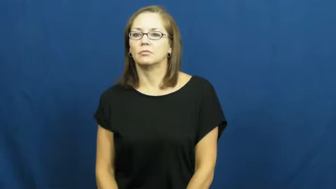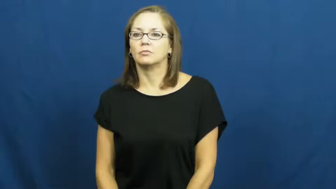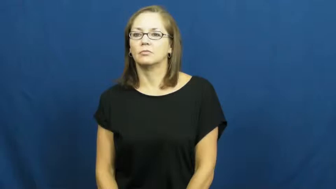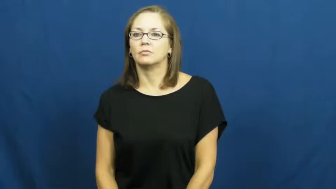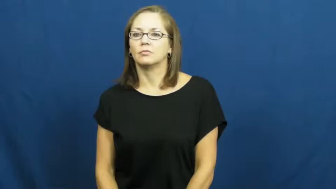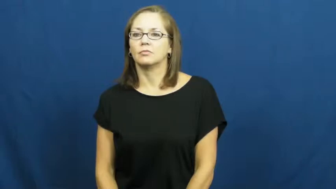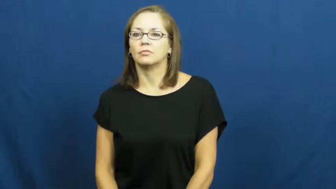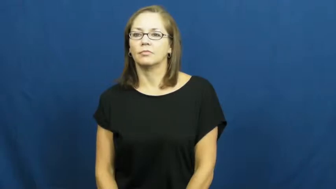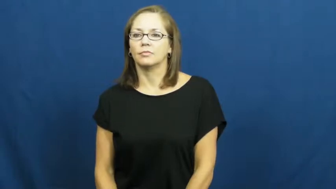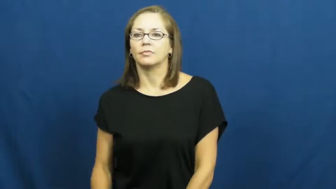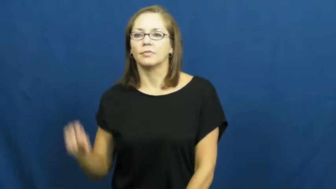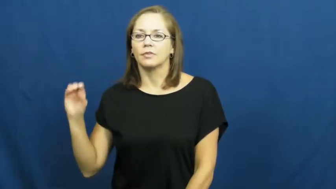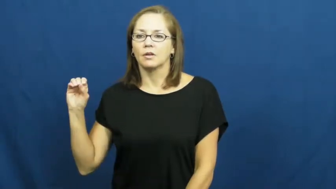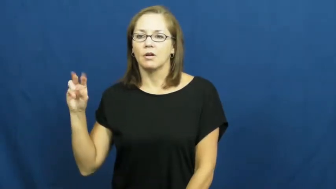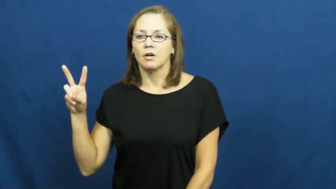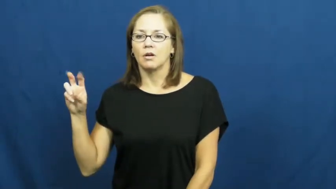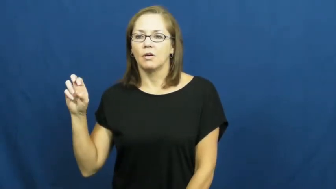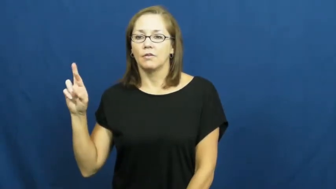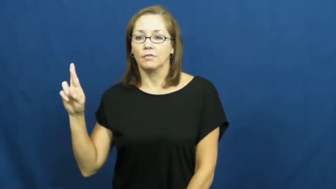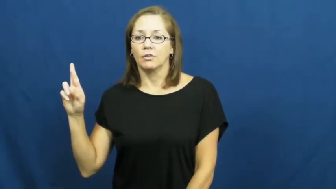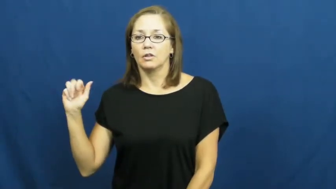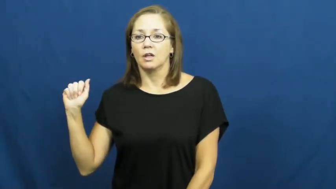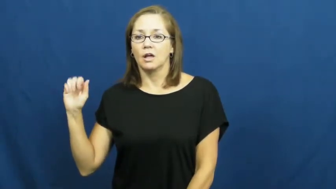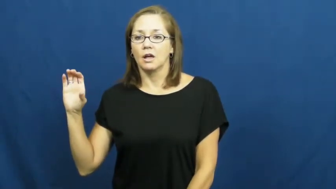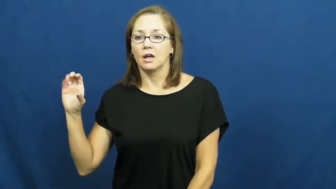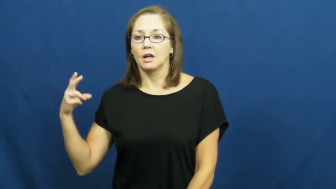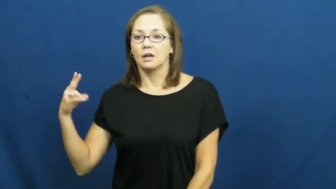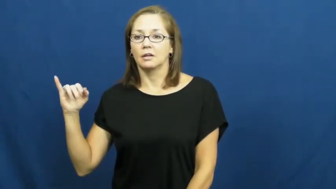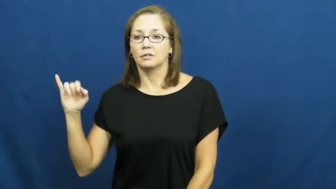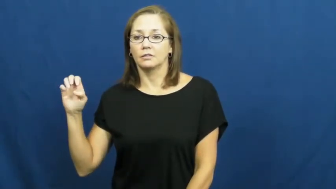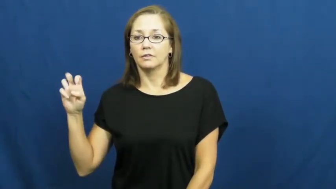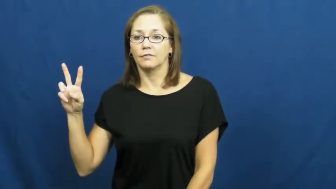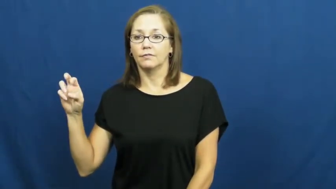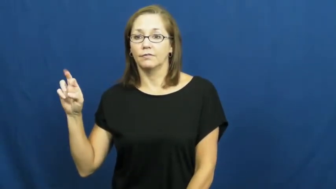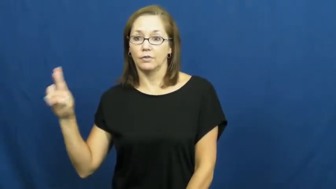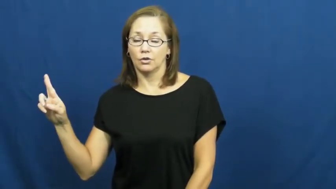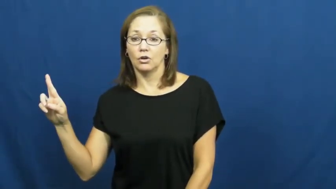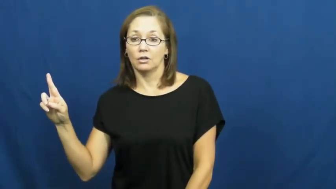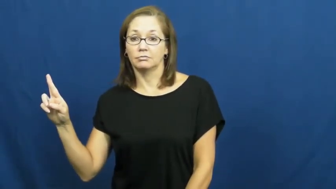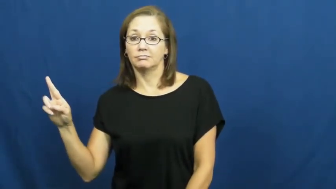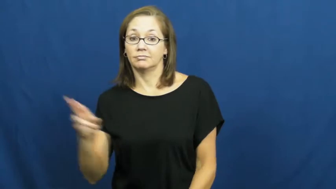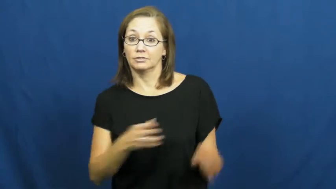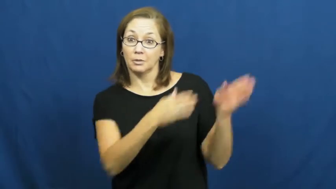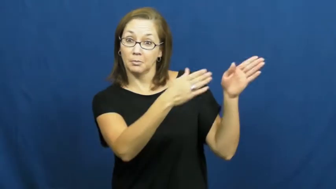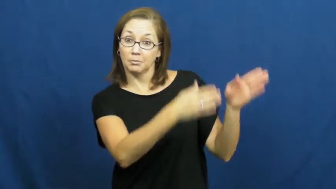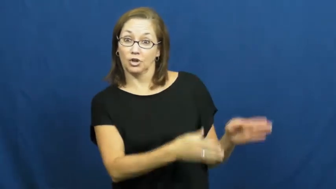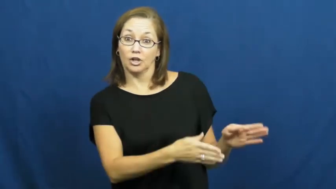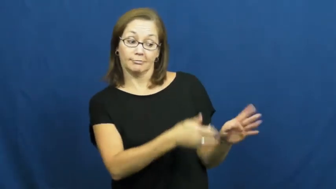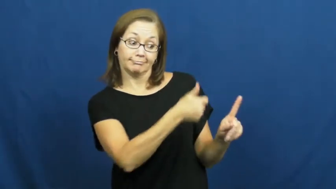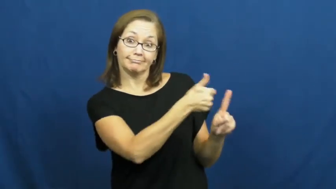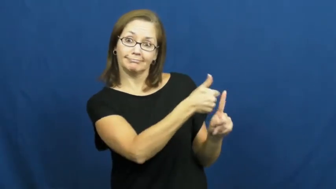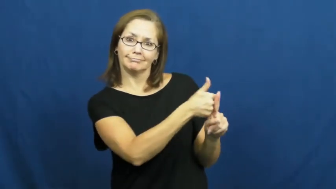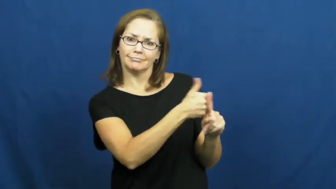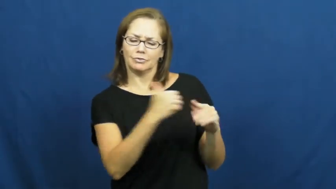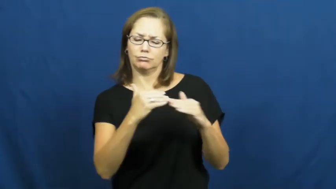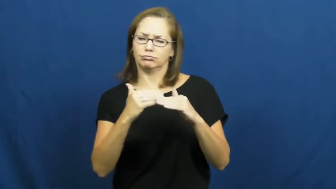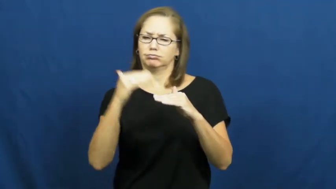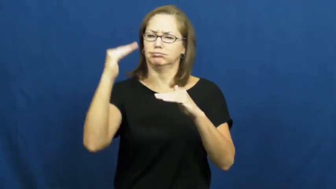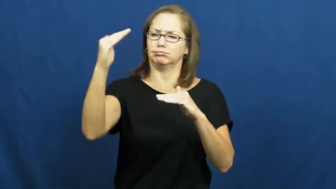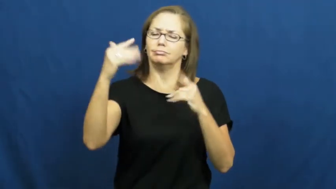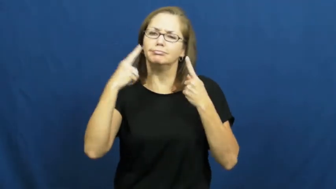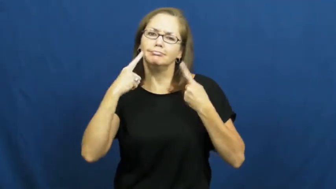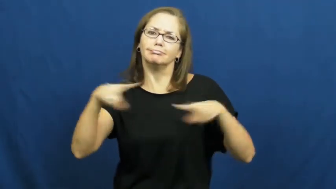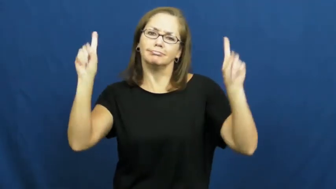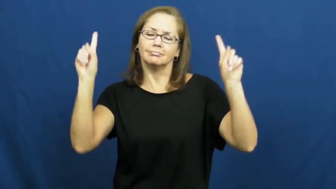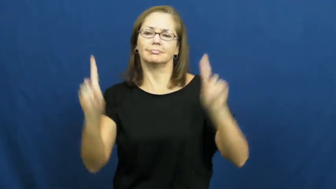overachiever